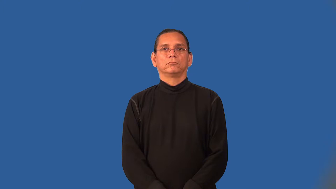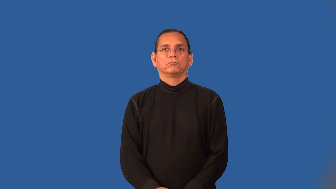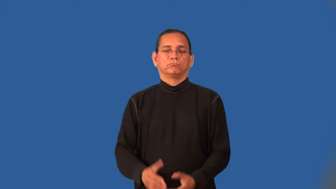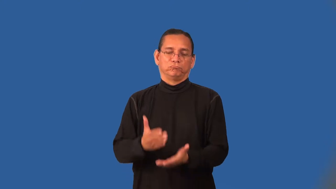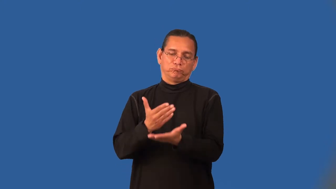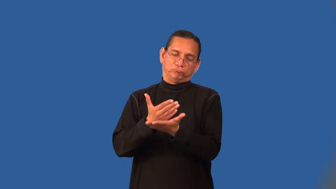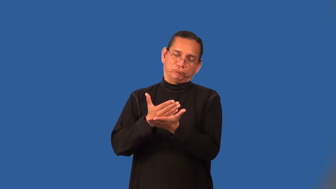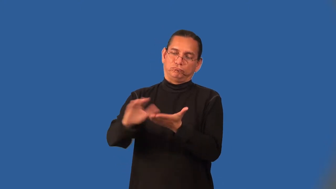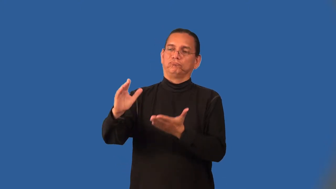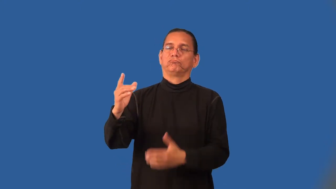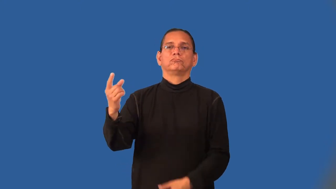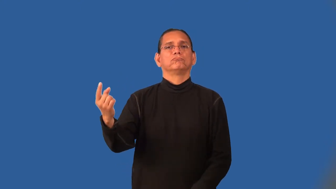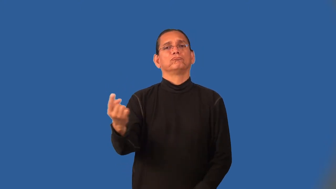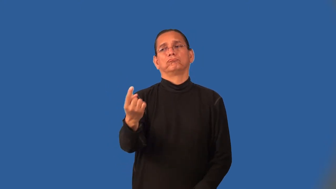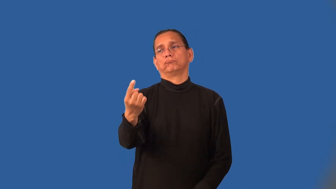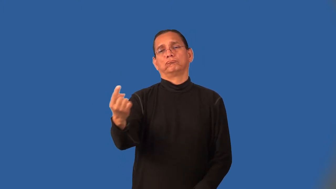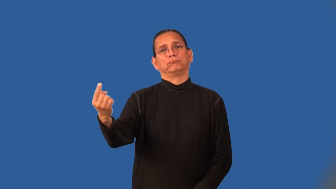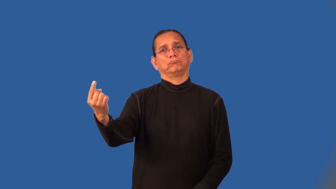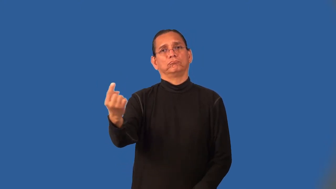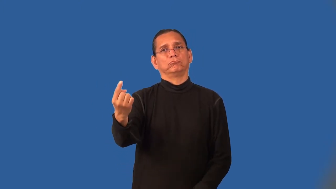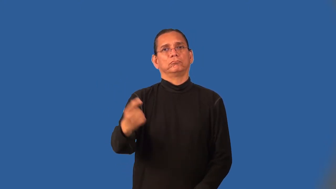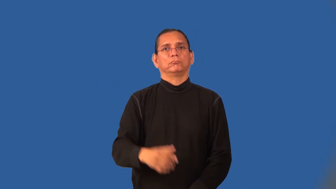pariah,outcast,castaway,foreigner